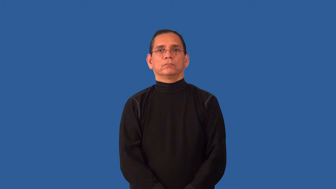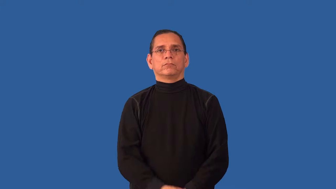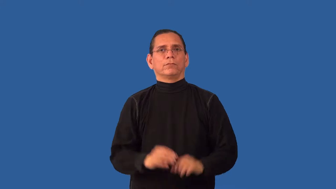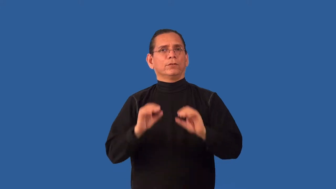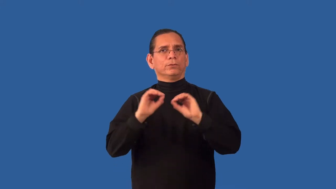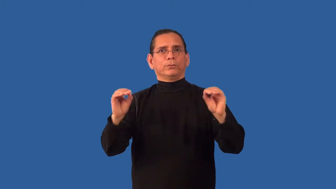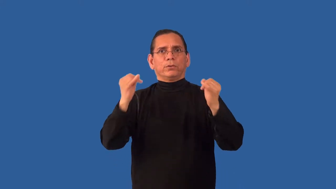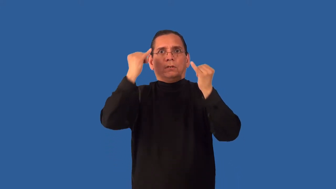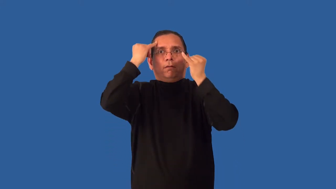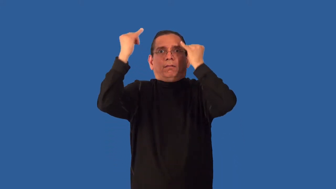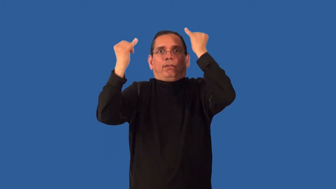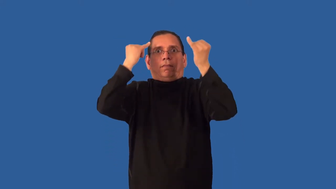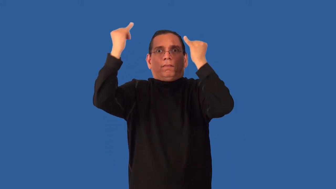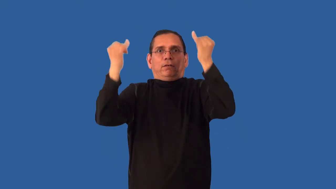unimaginative,uninspired